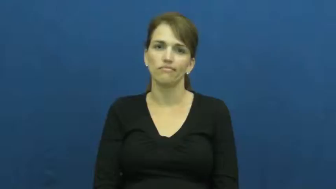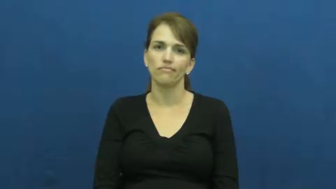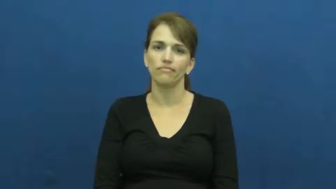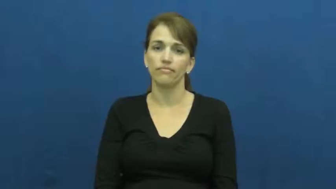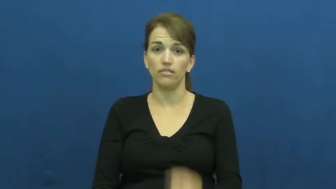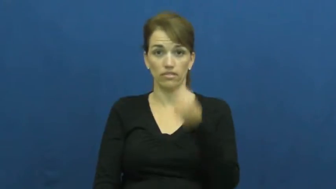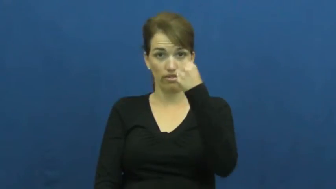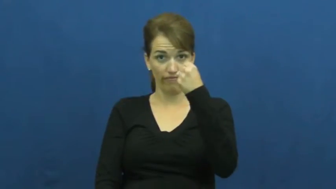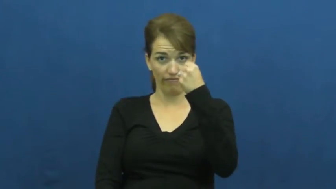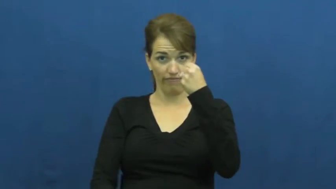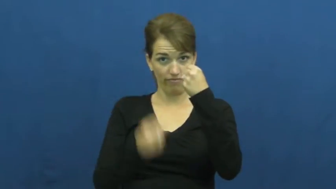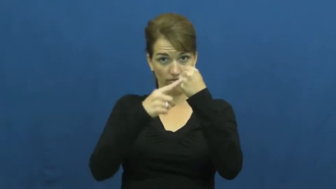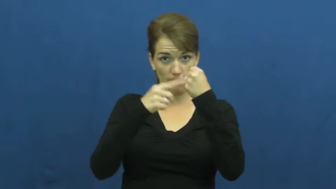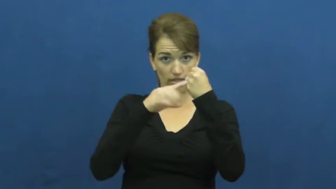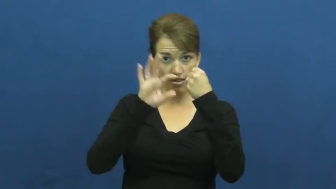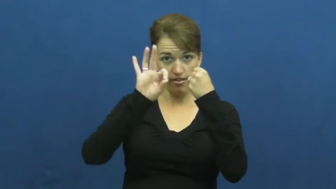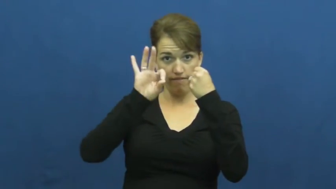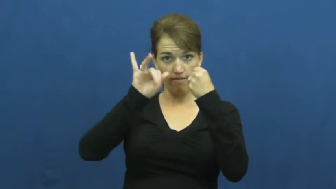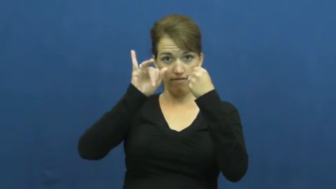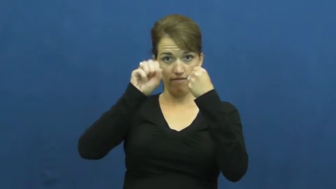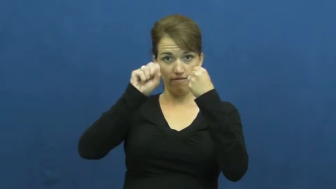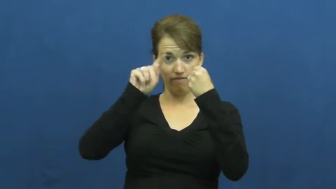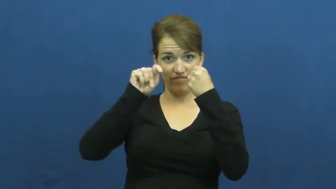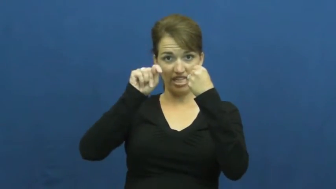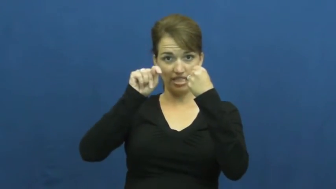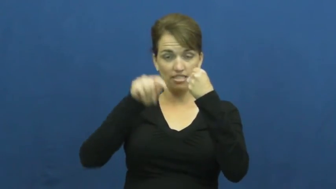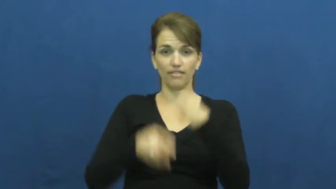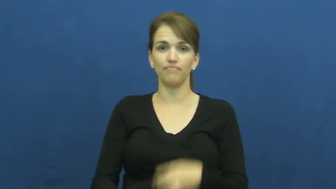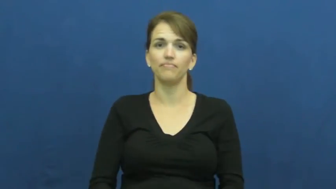fist,dukes